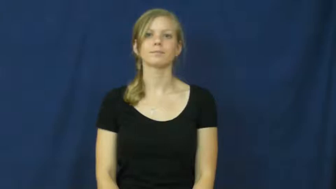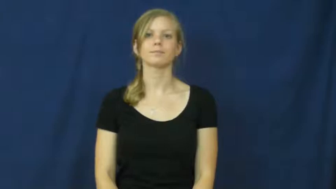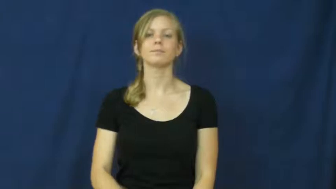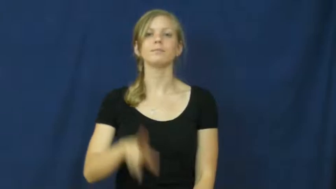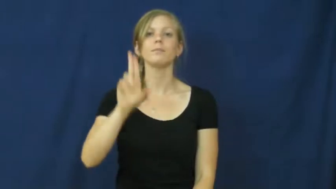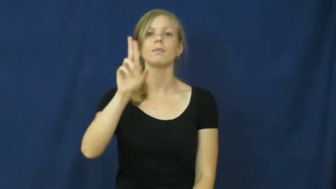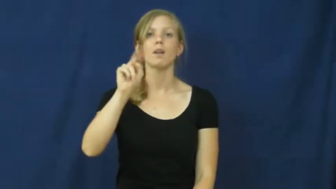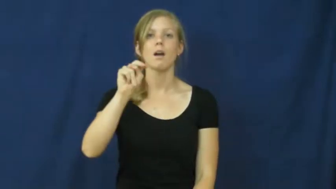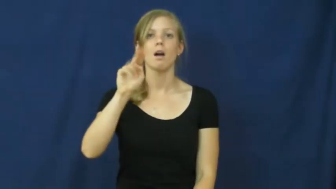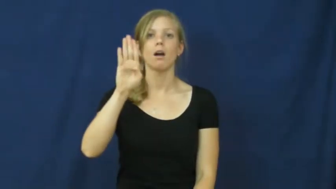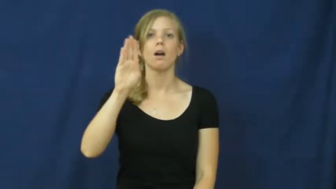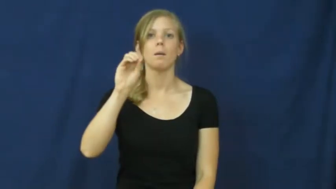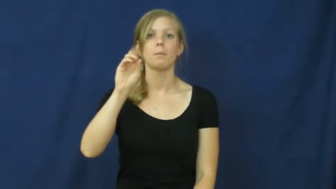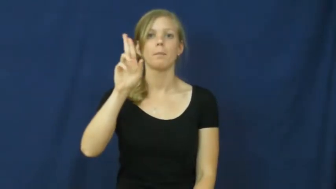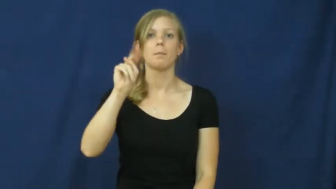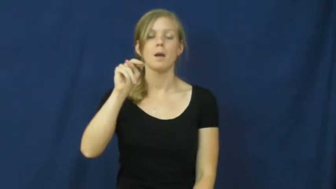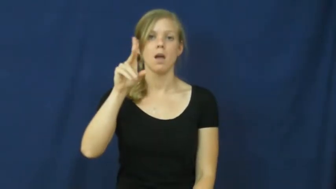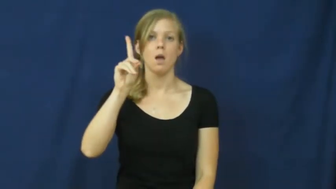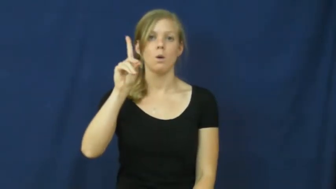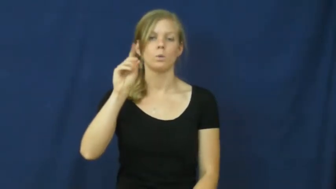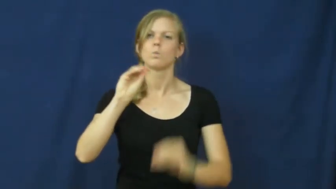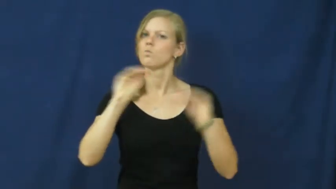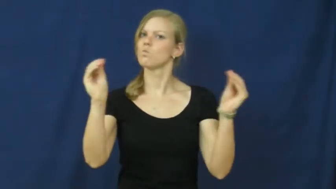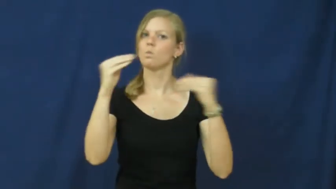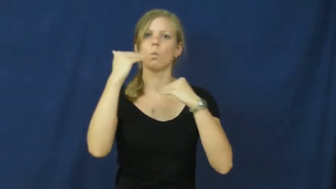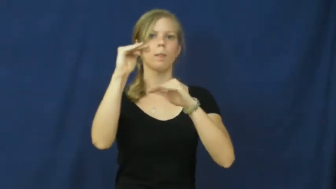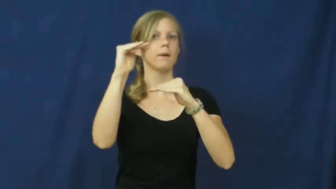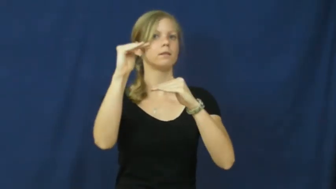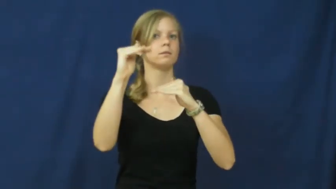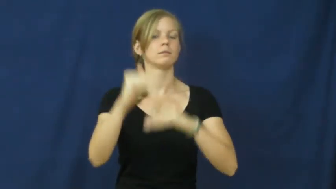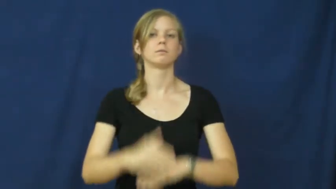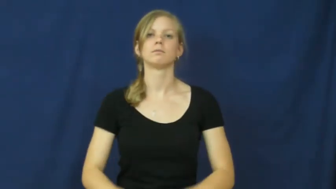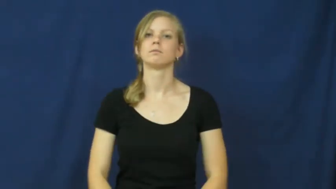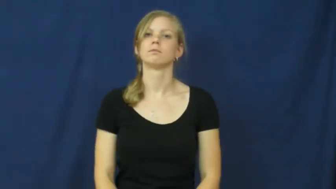unbound